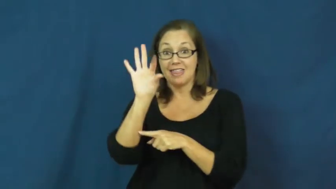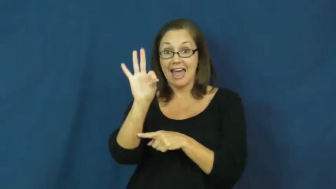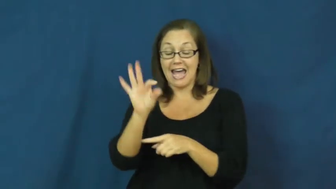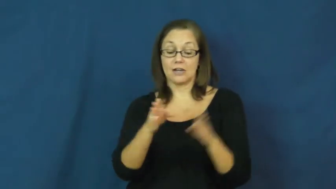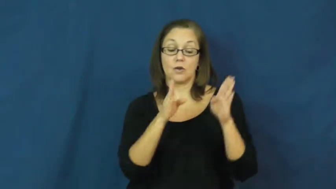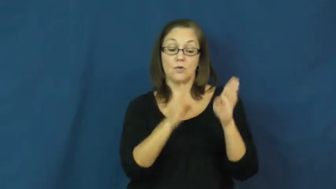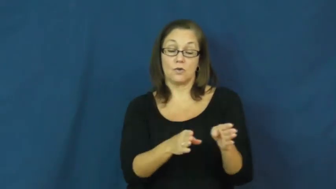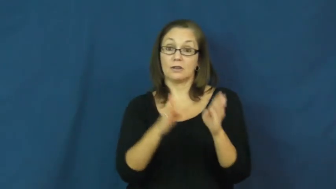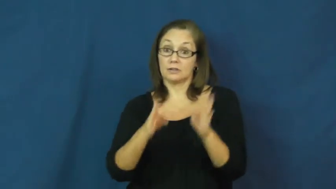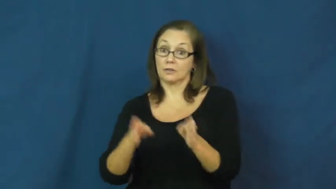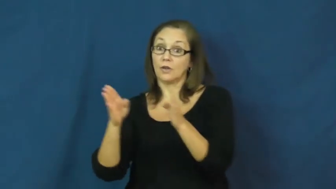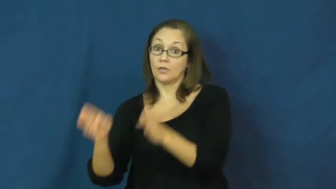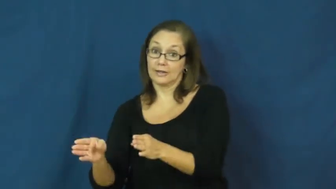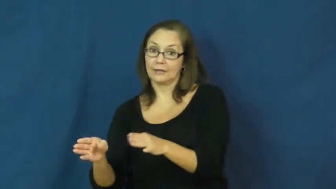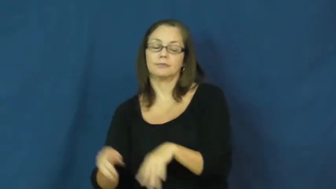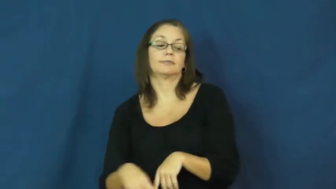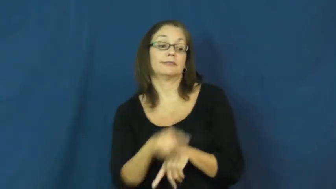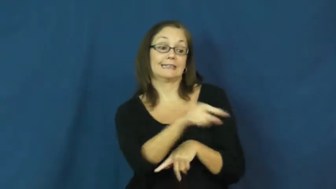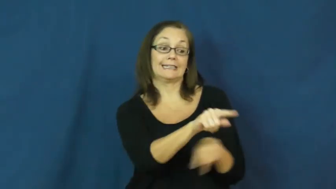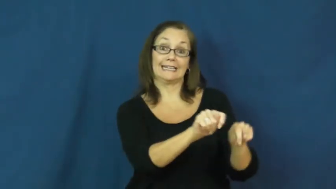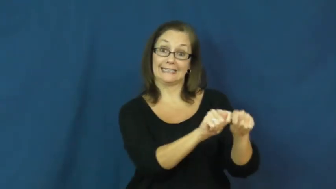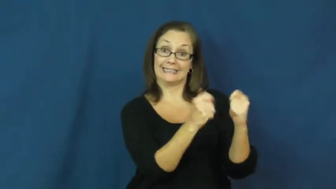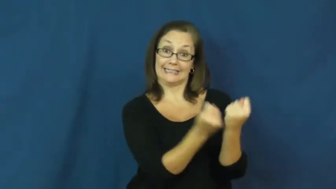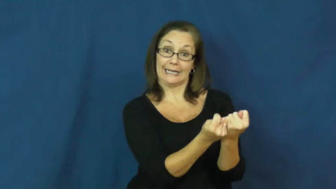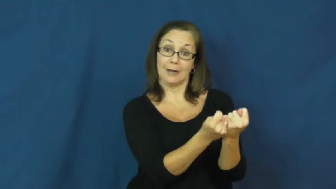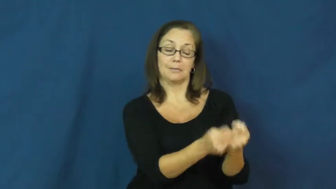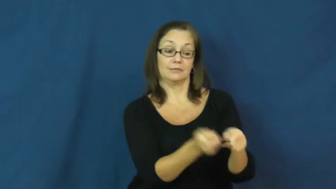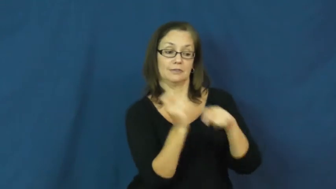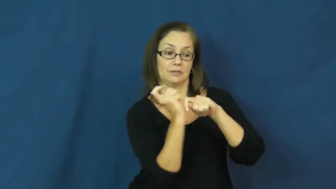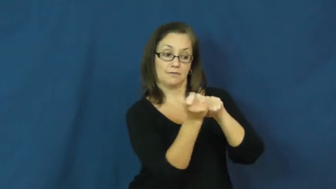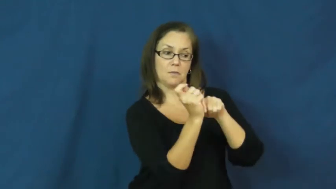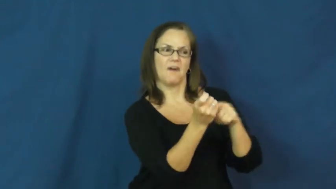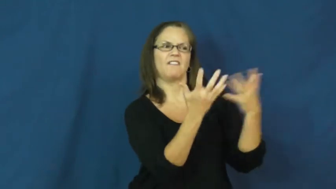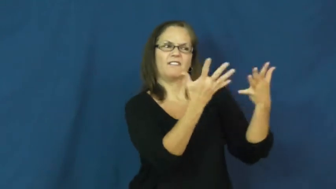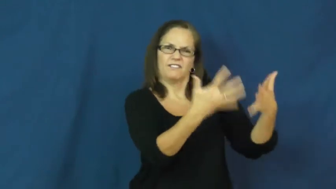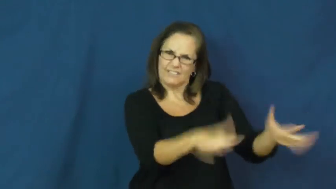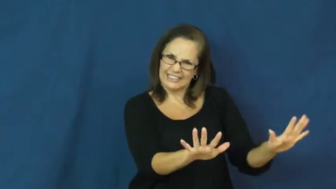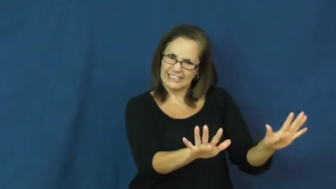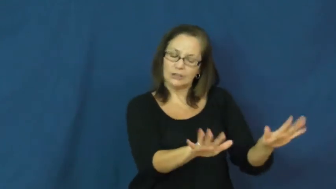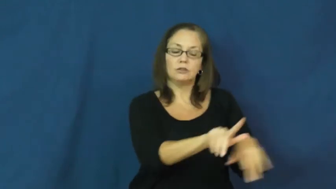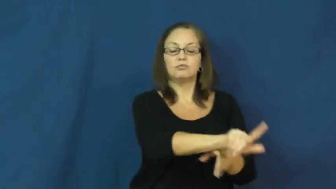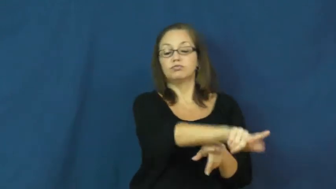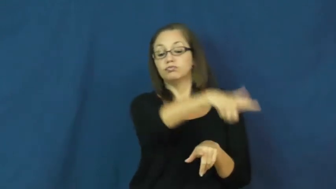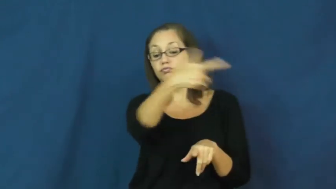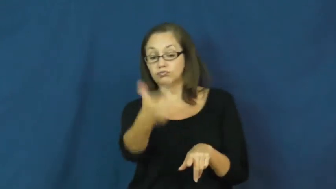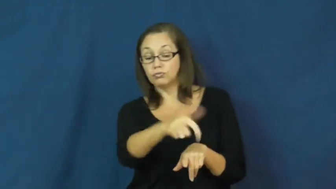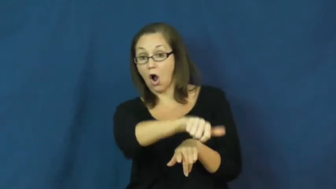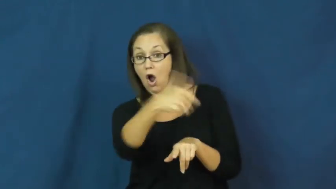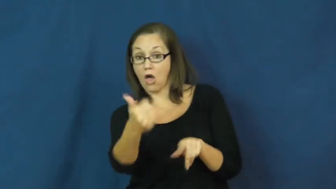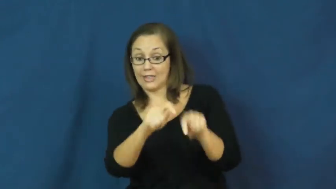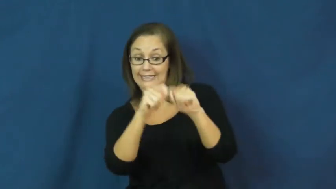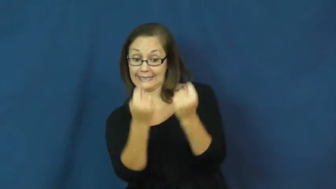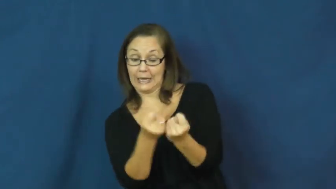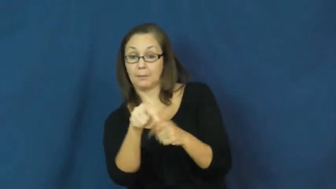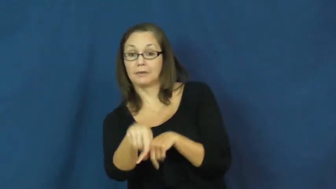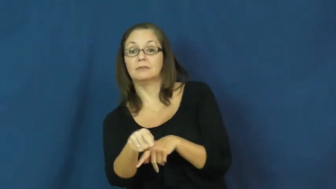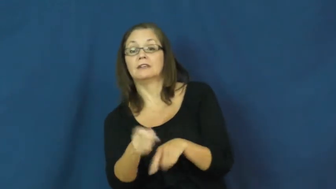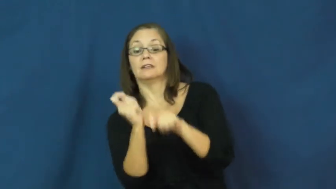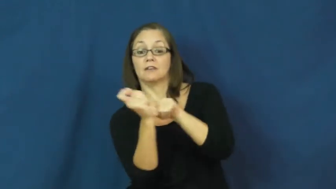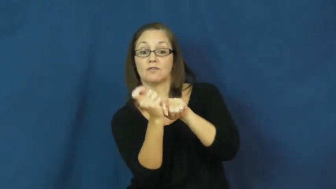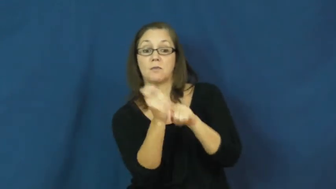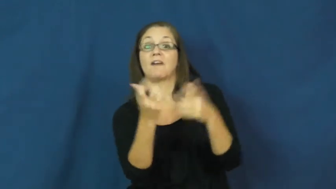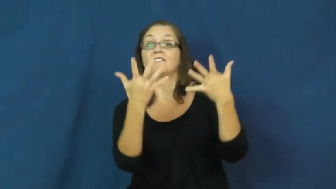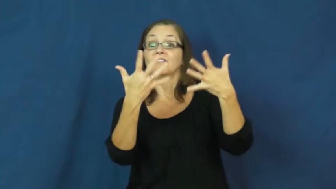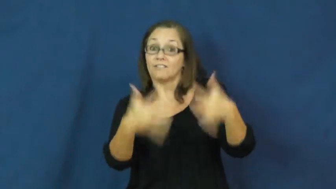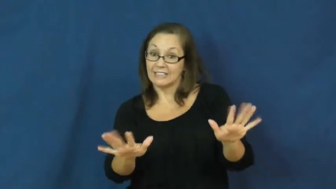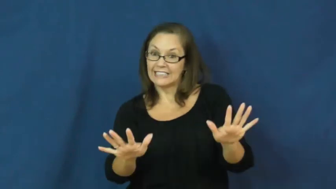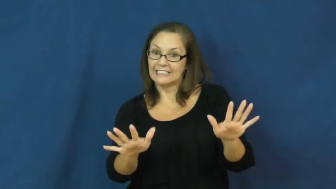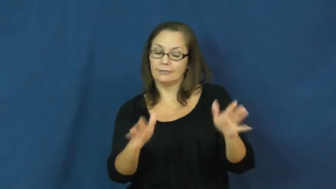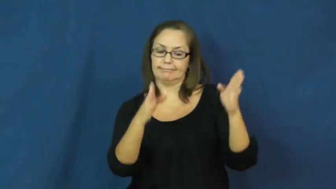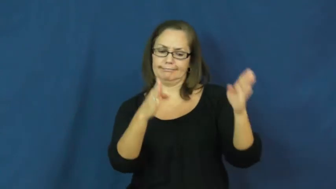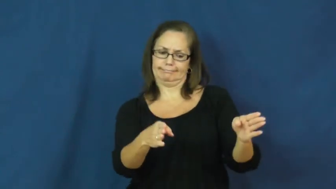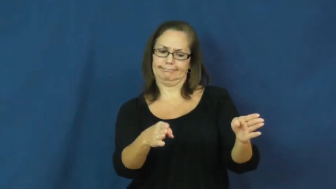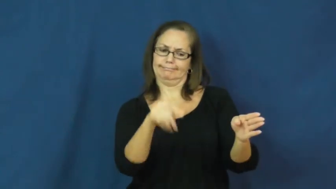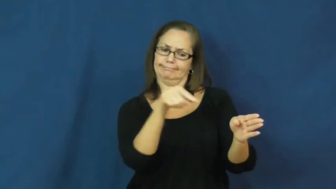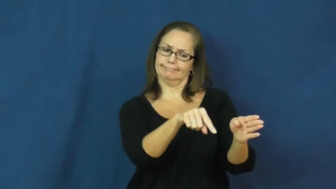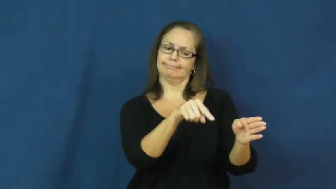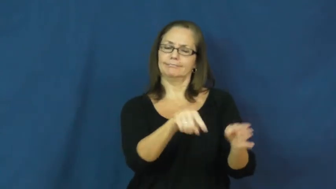inning